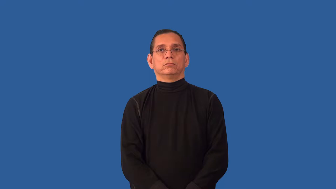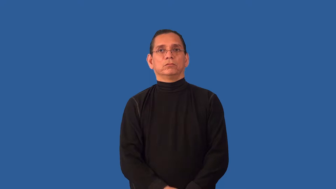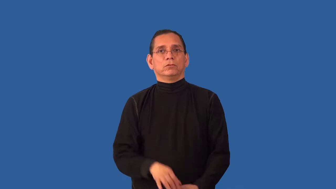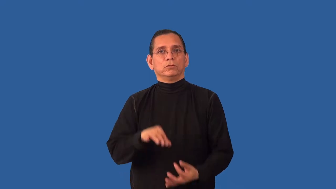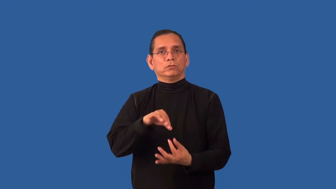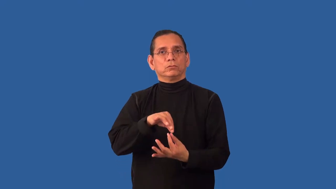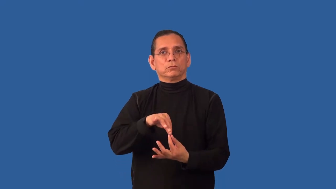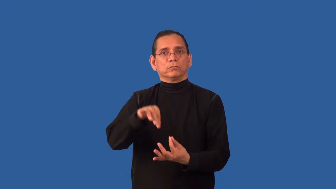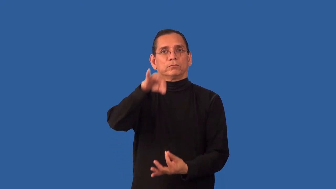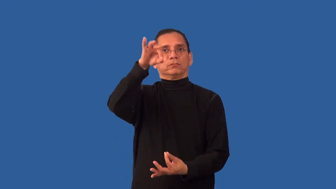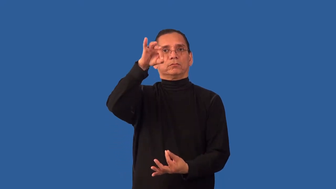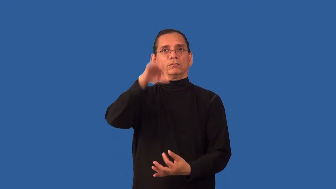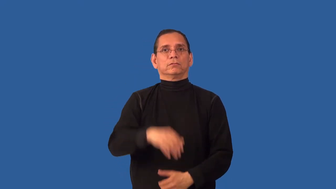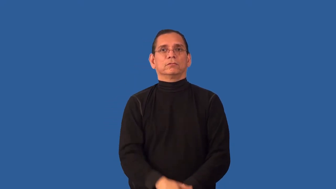disembody,unembody